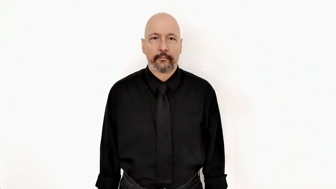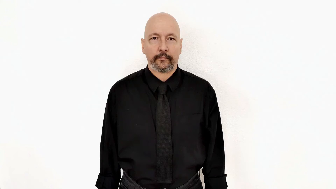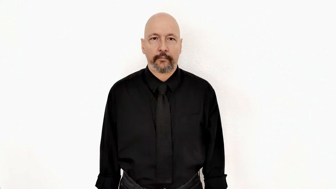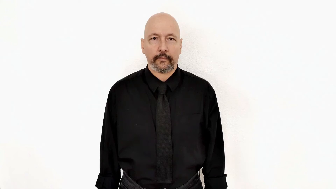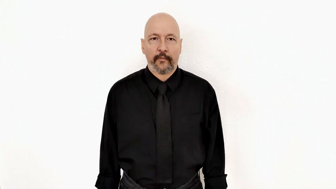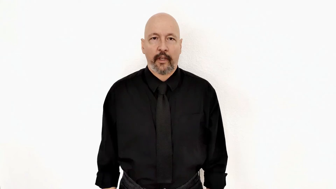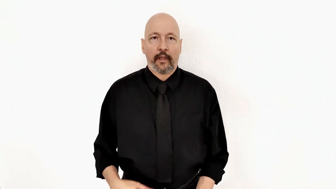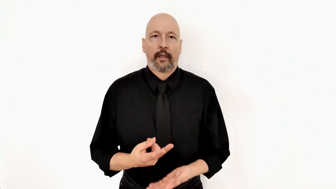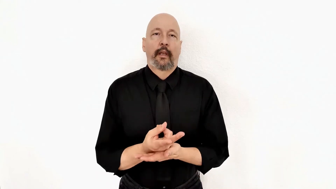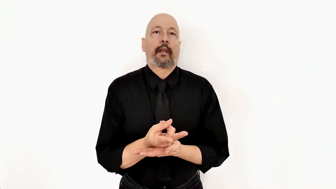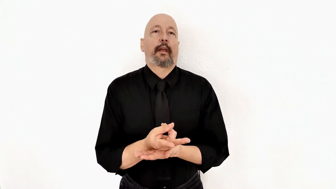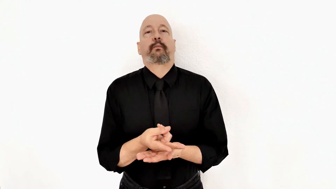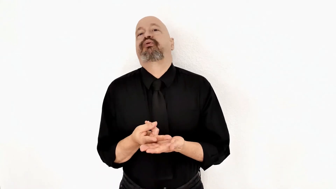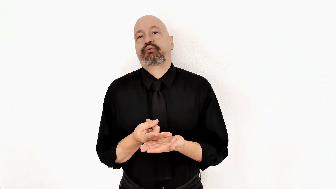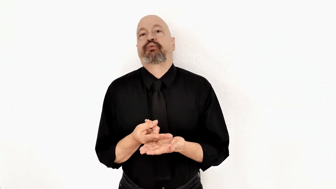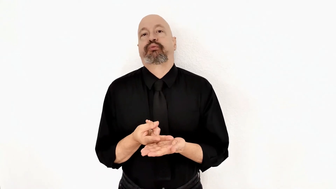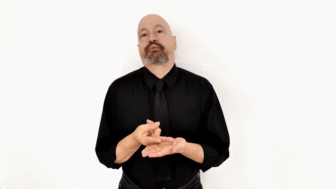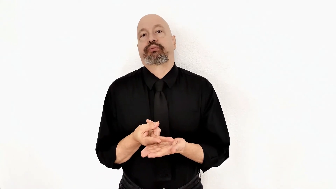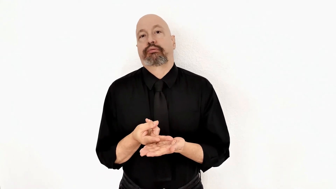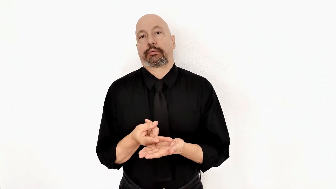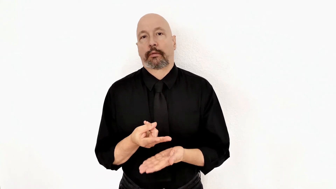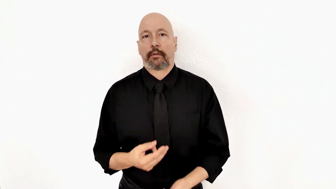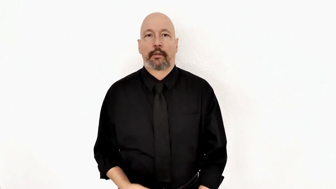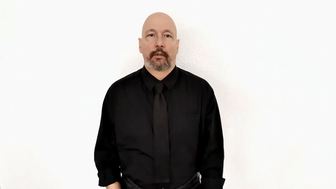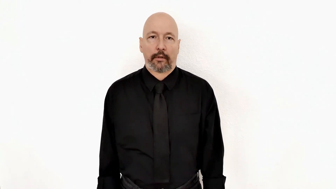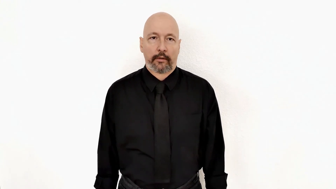LAID-out [wiped out, sick, bedridden, lay down]